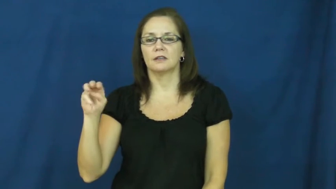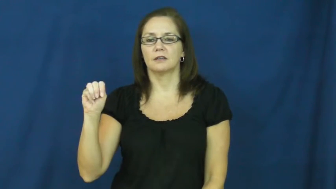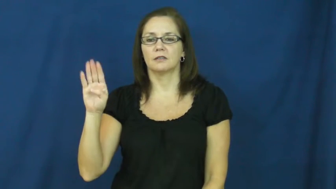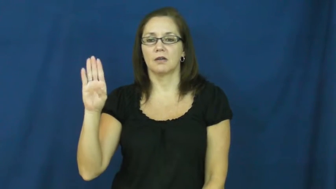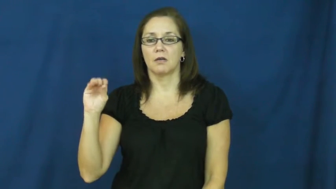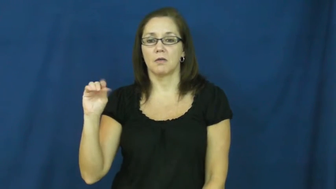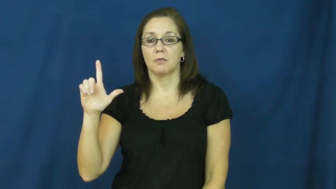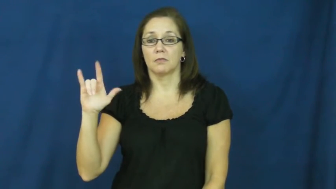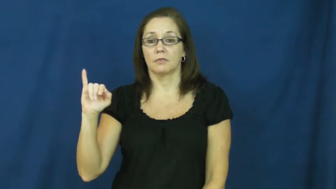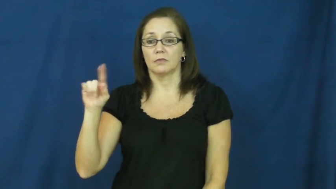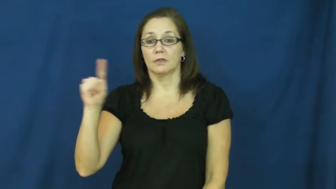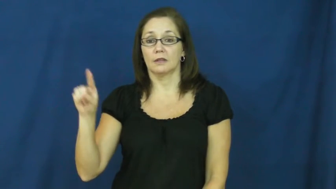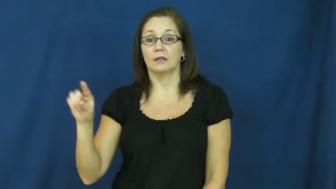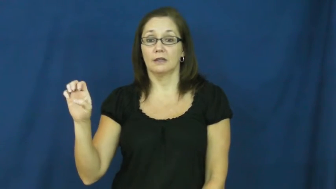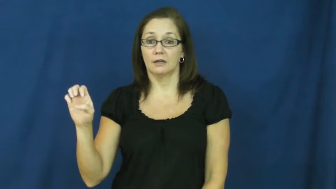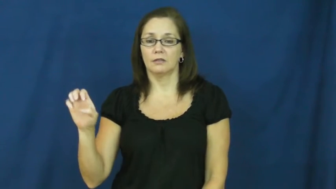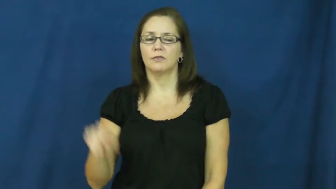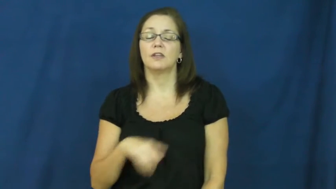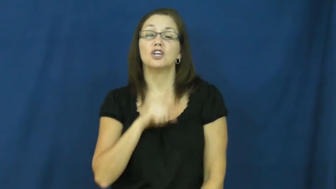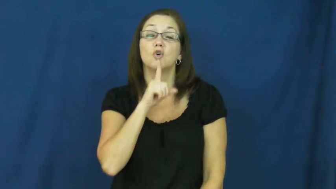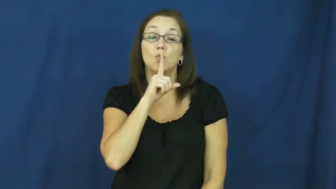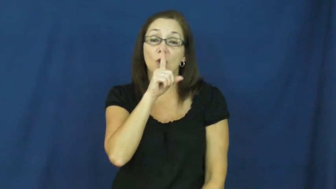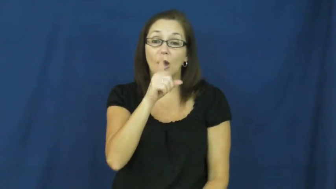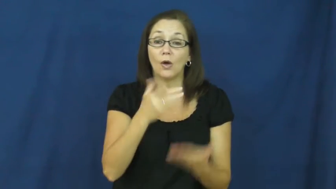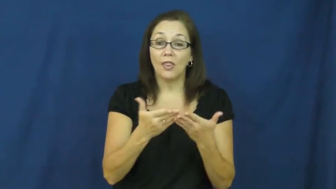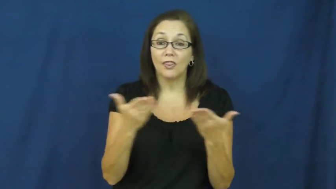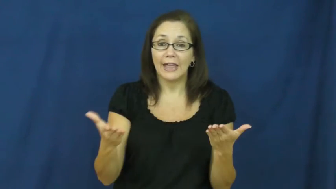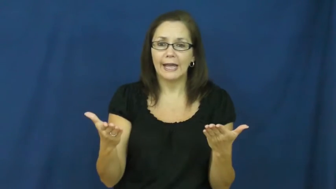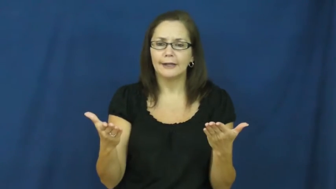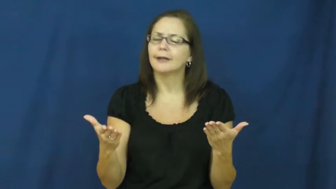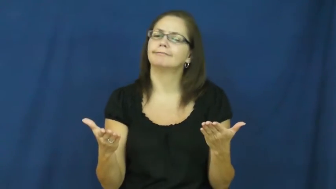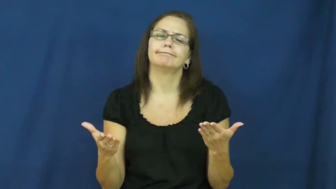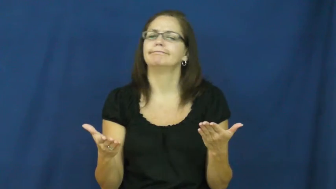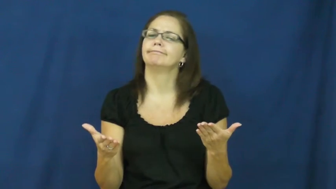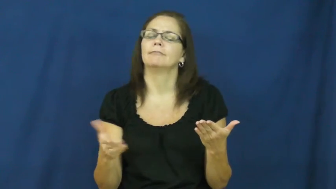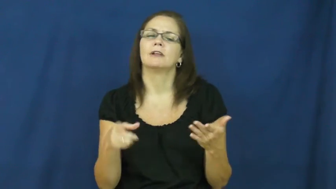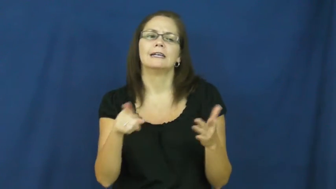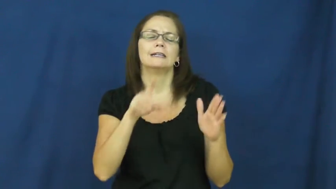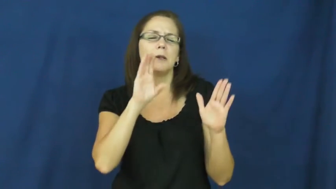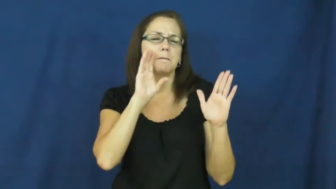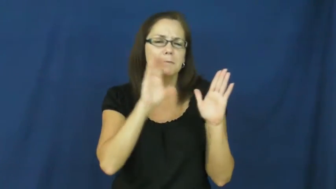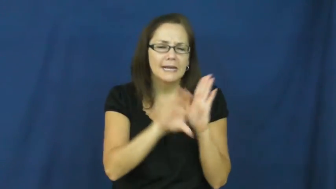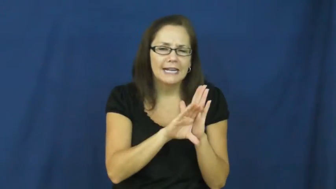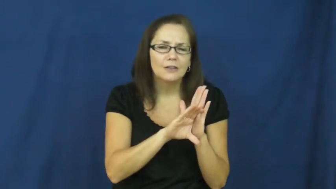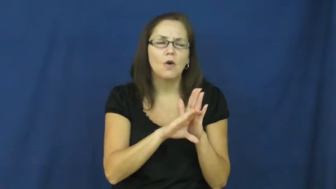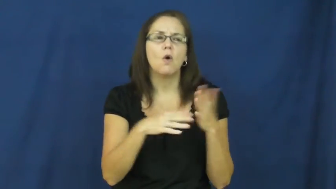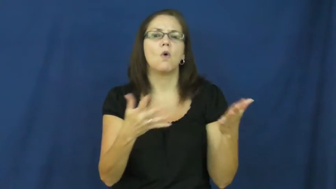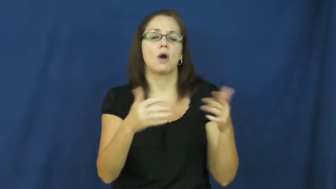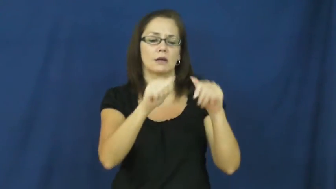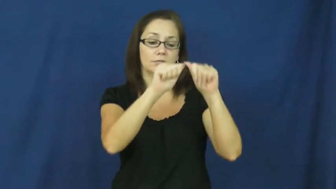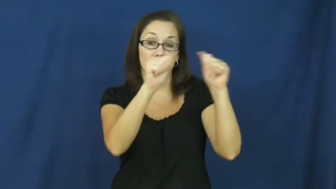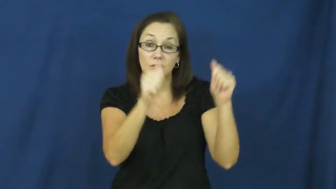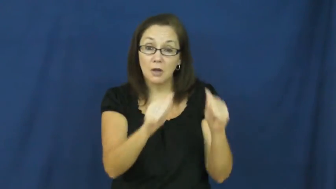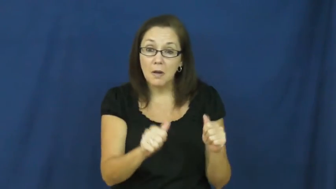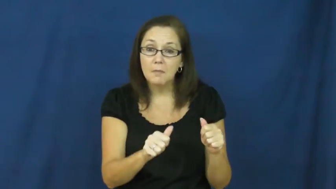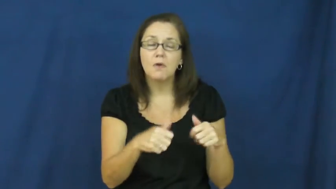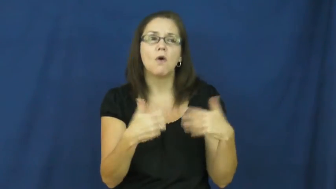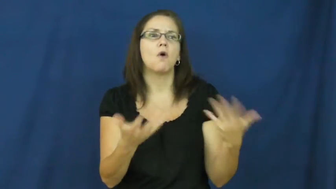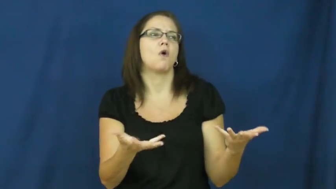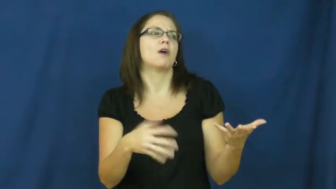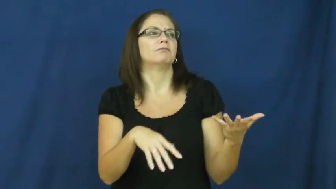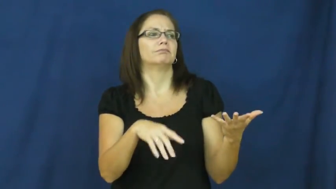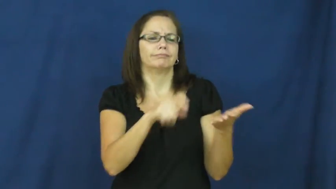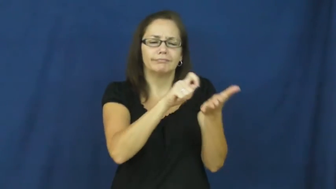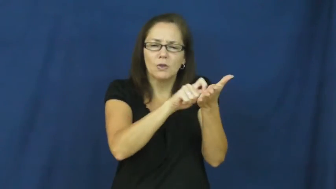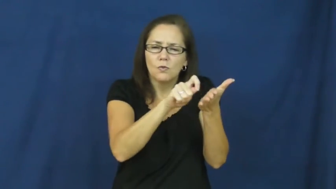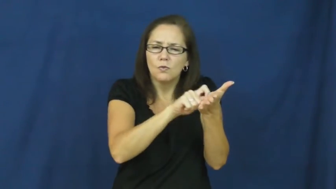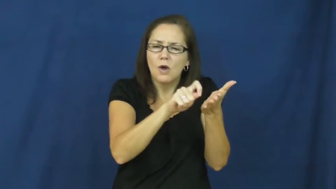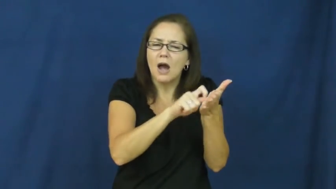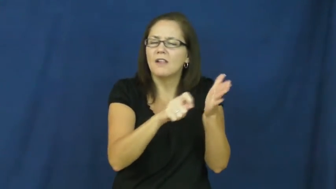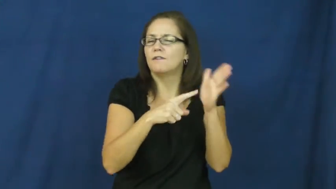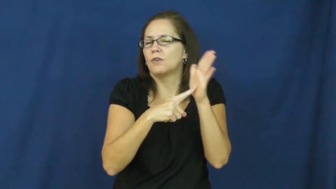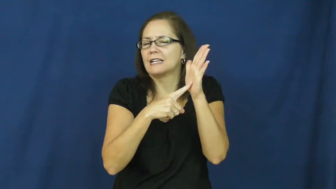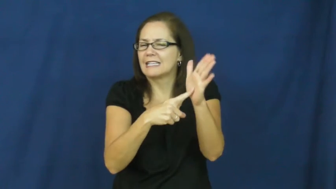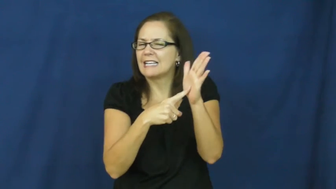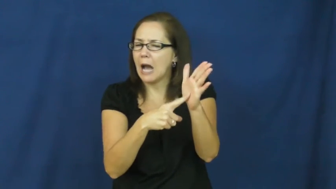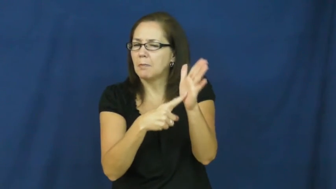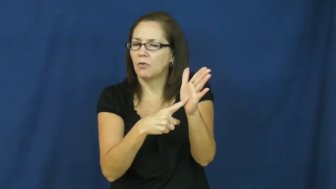symbolize